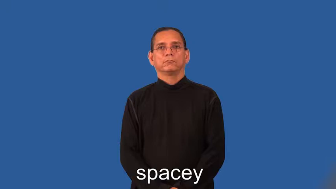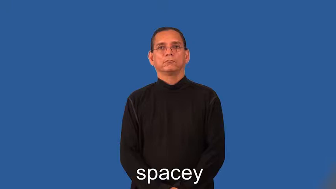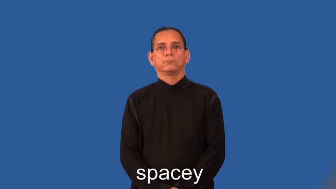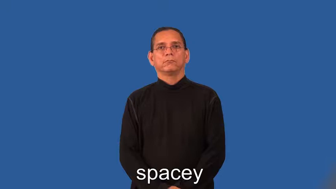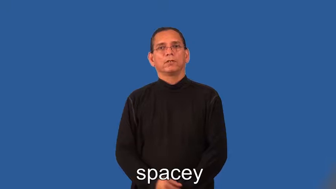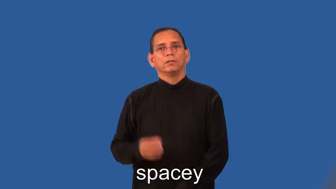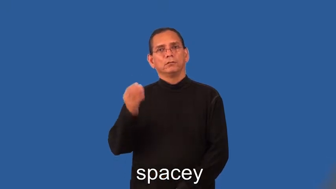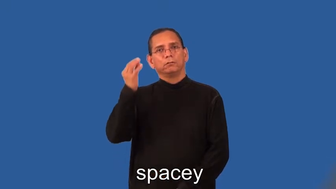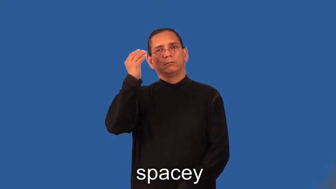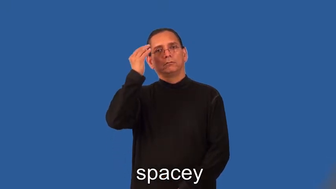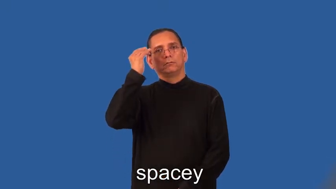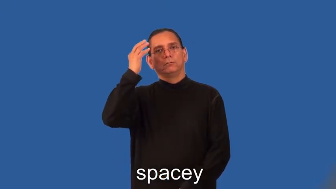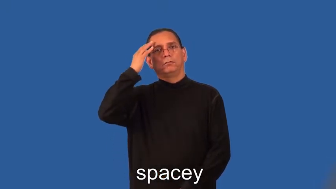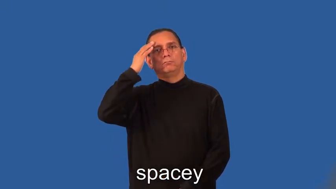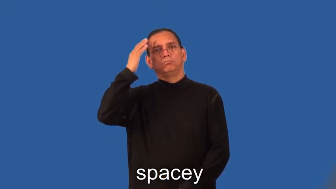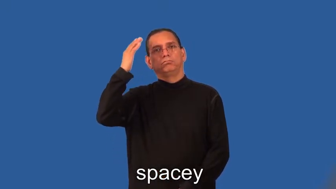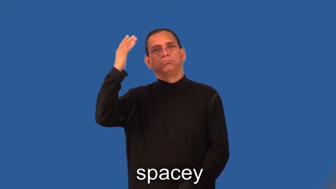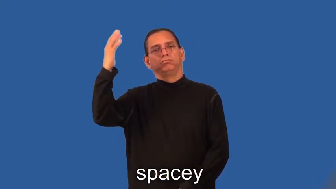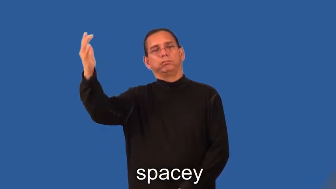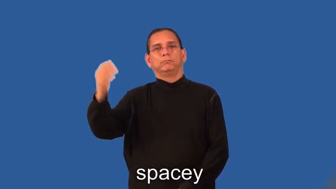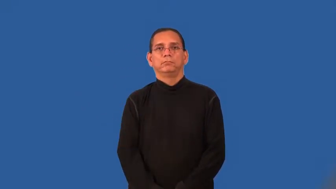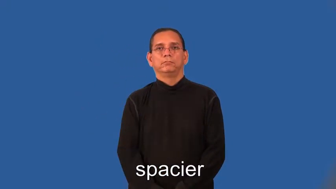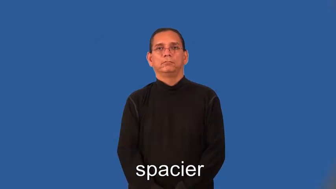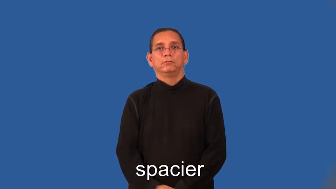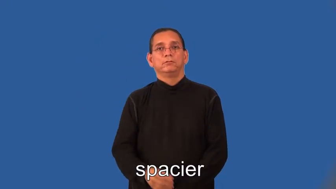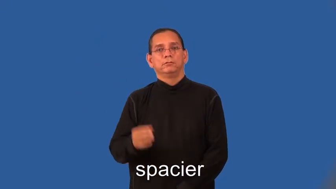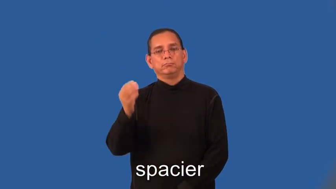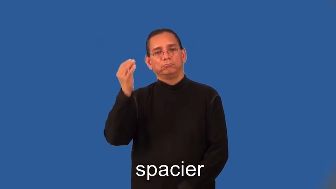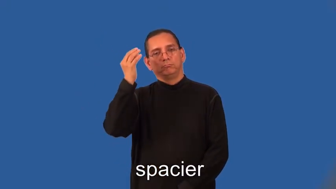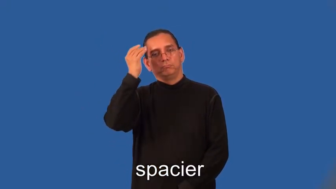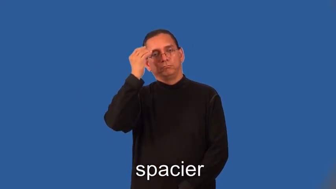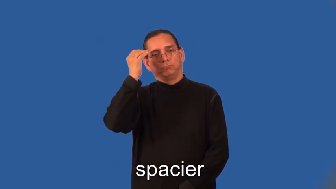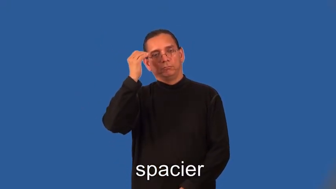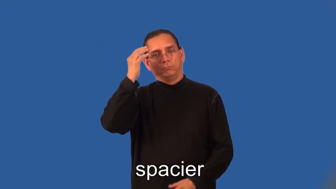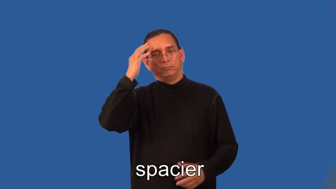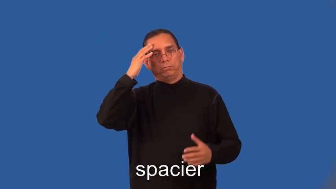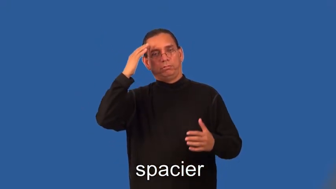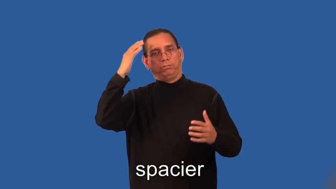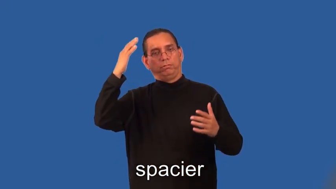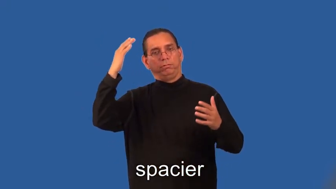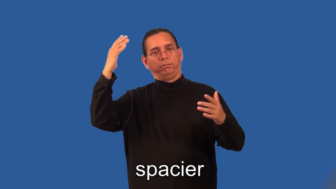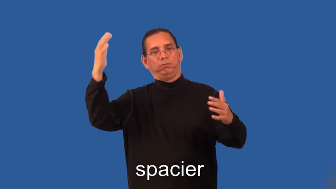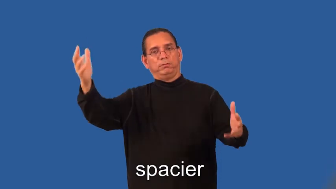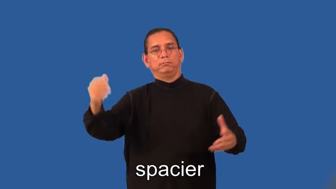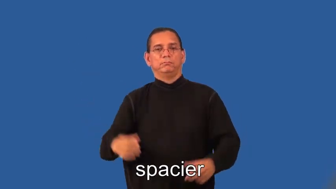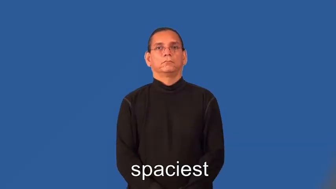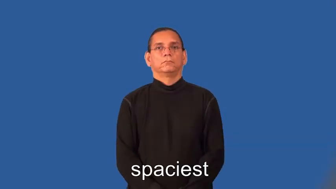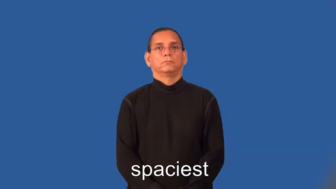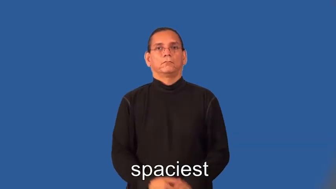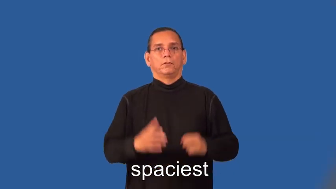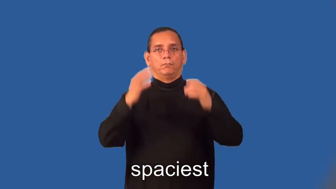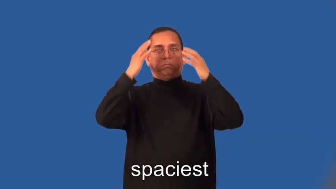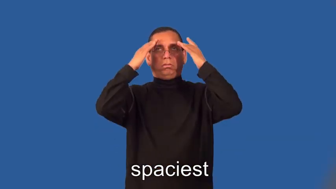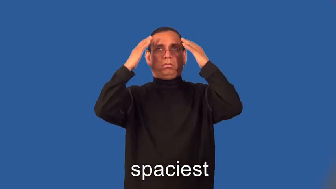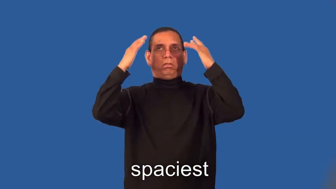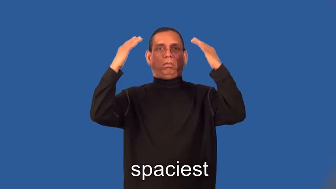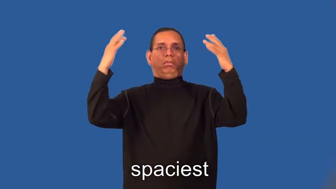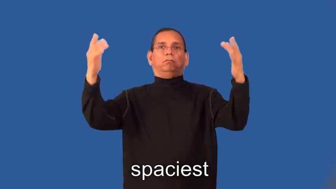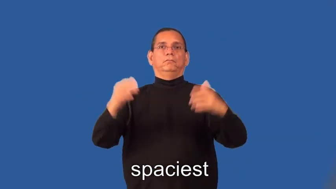spacier,spaciest